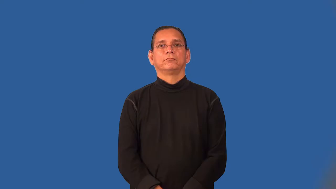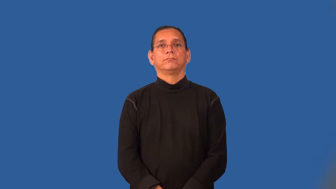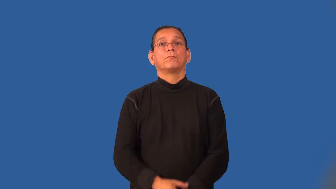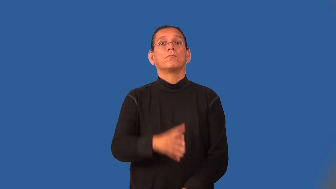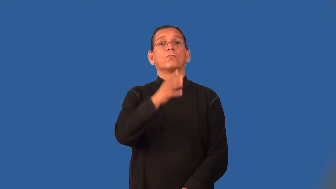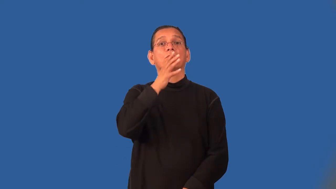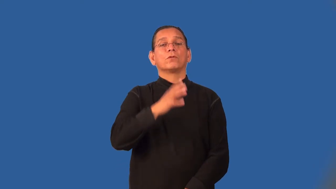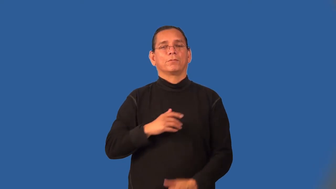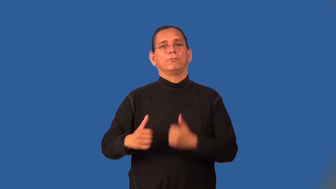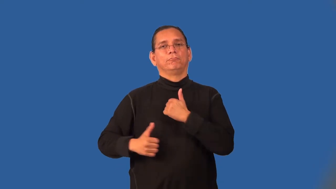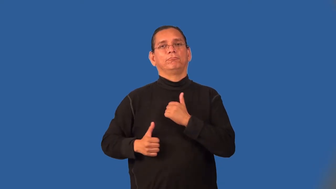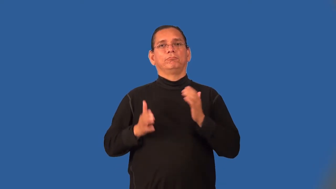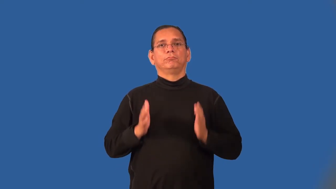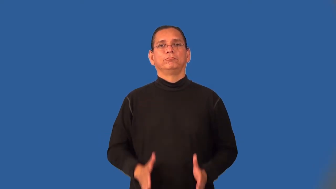servicewoman